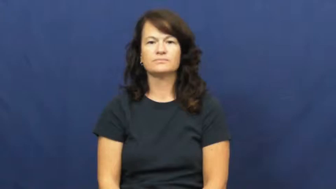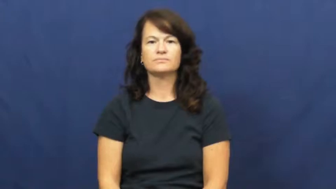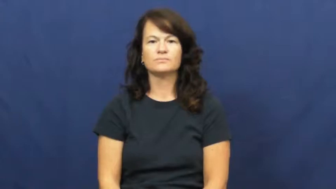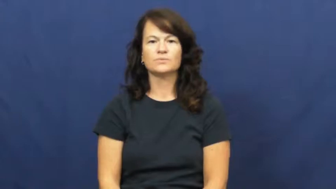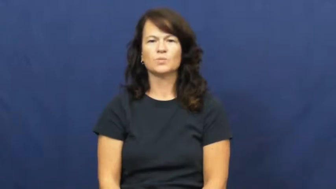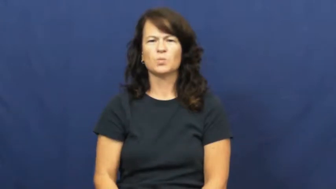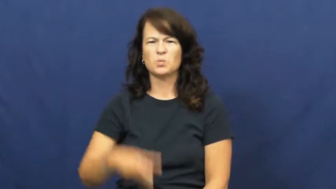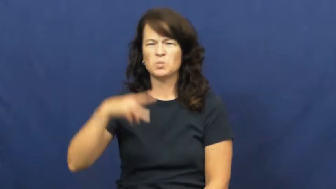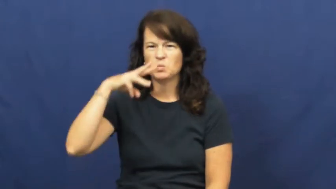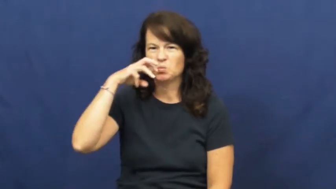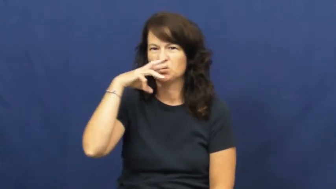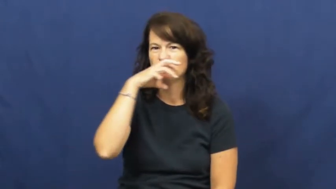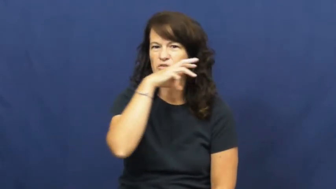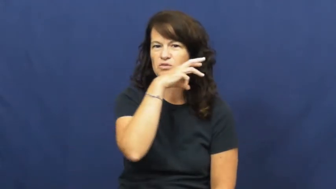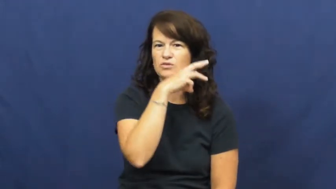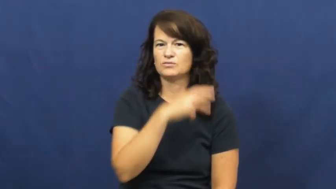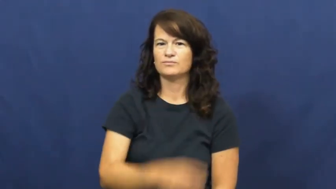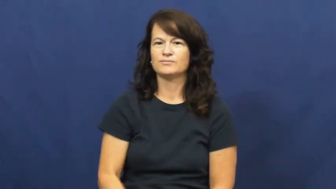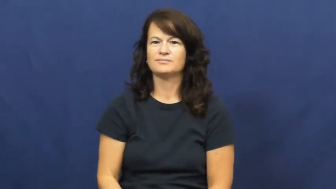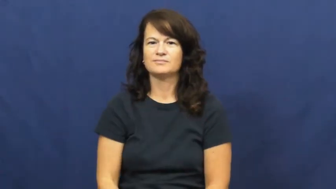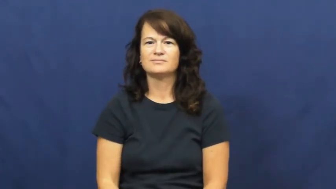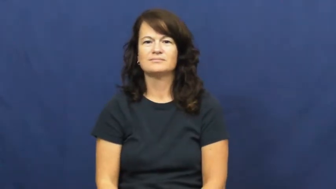weird,wonky,preternatural,warped